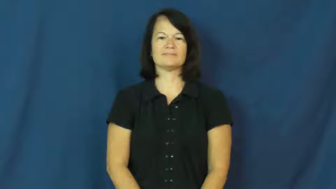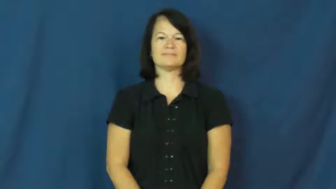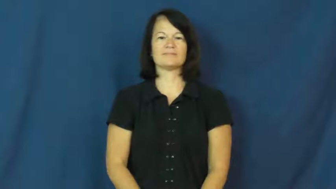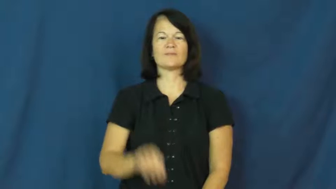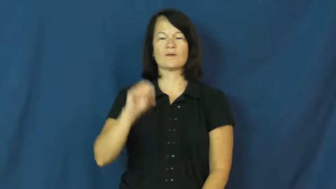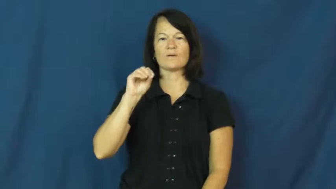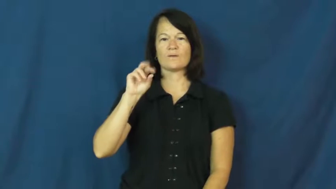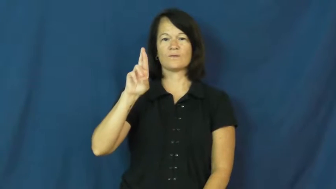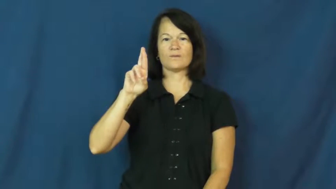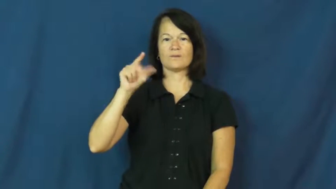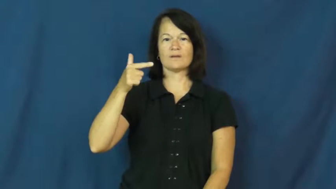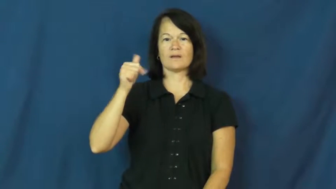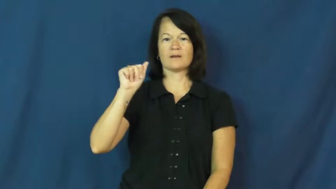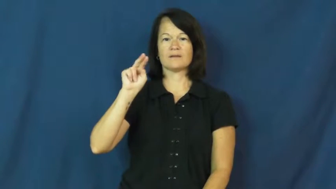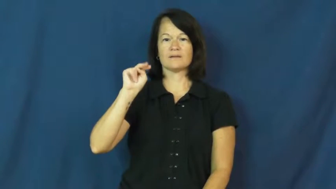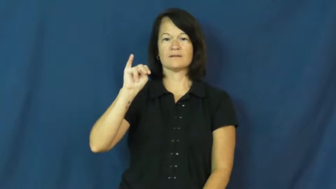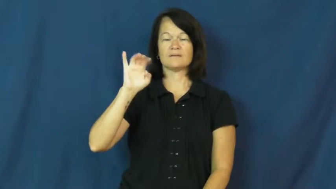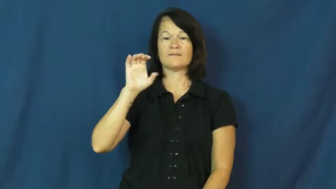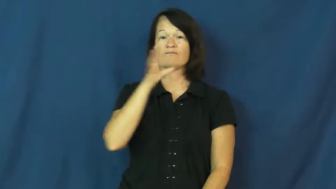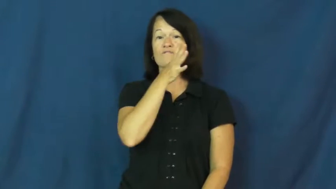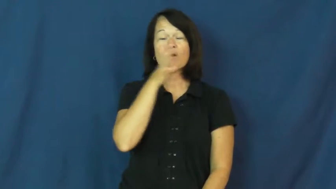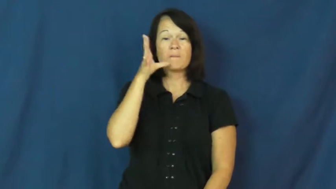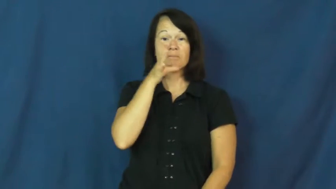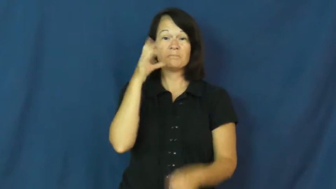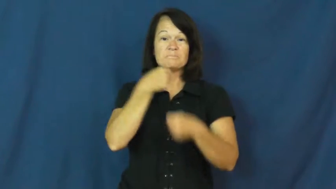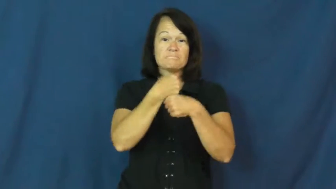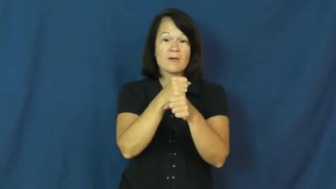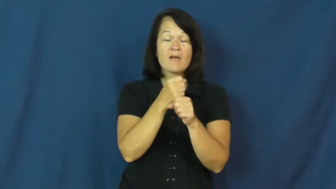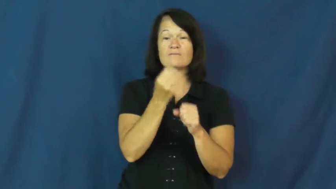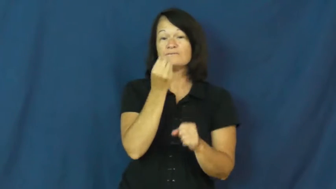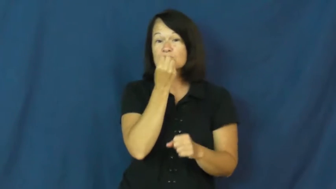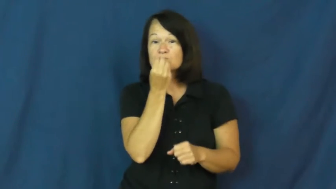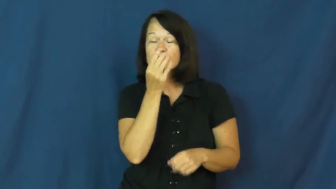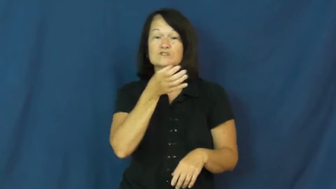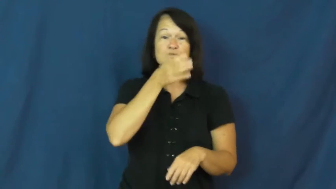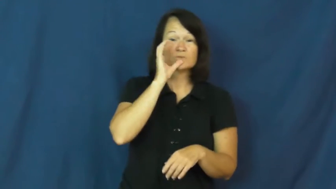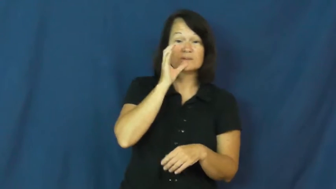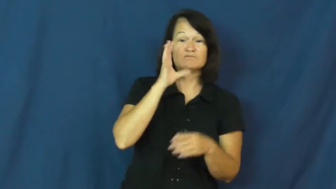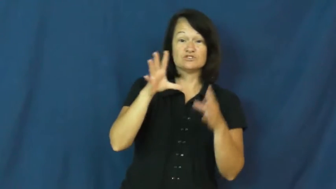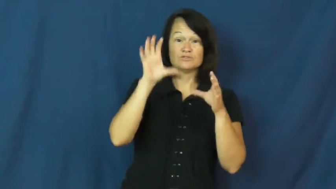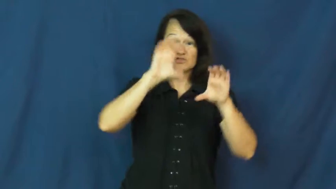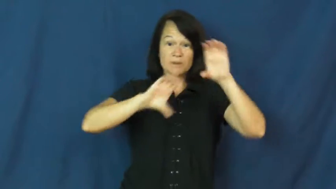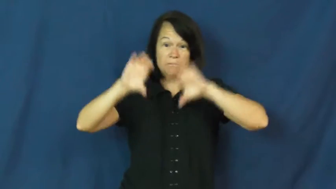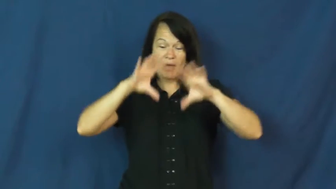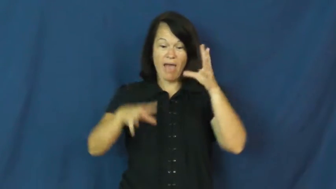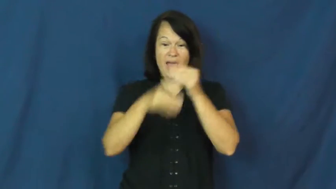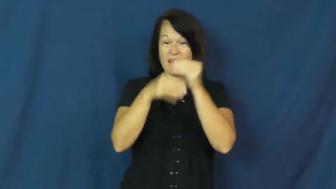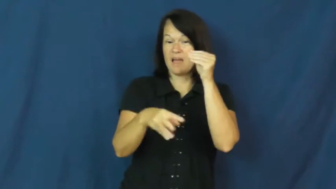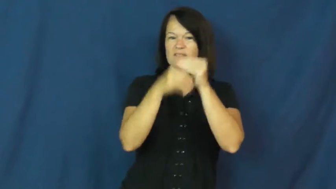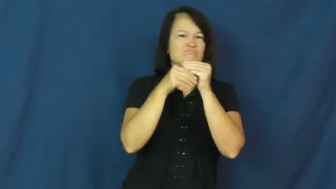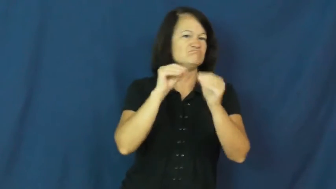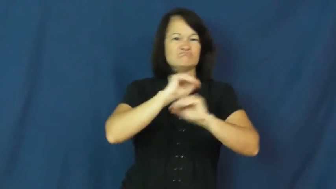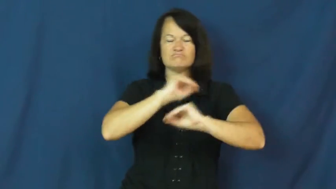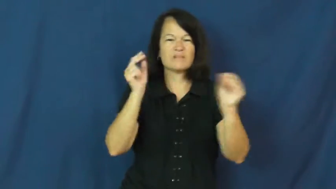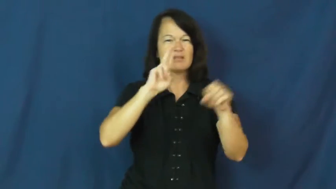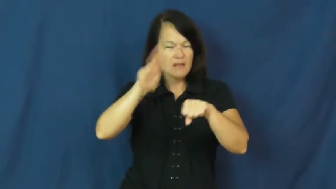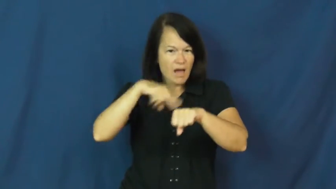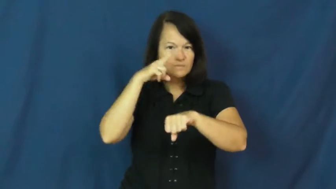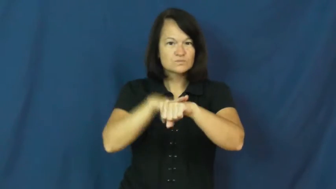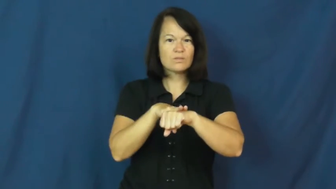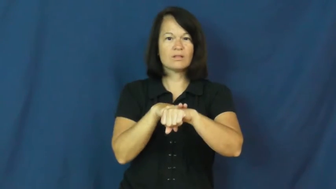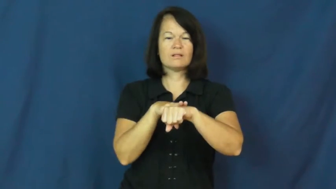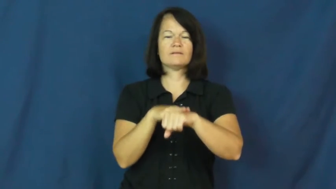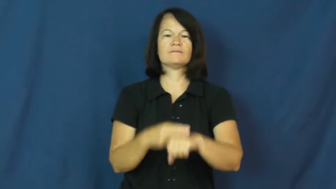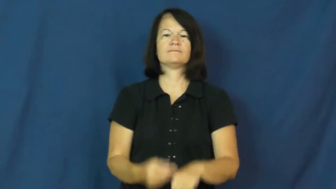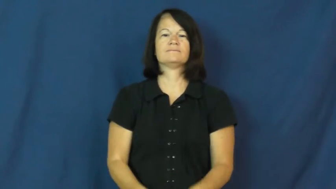organic-no chemicals